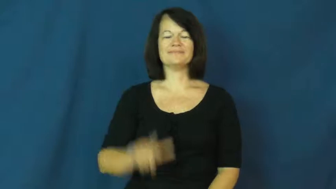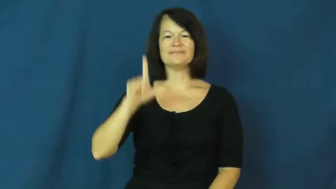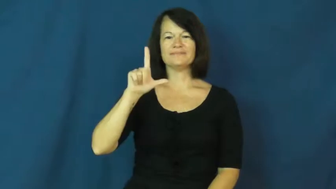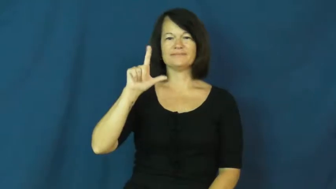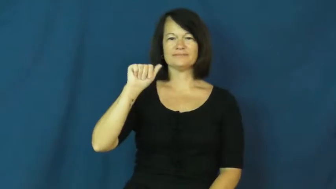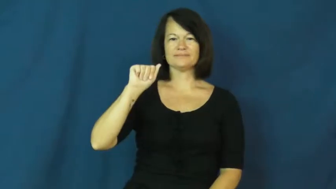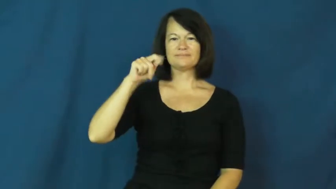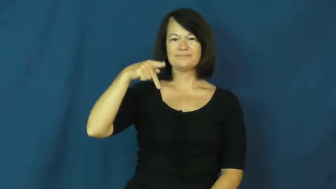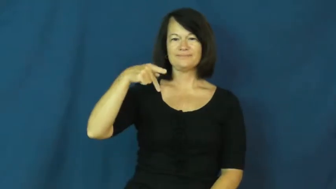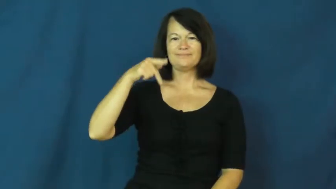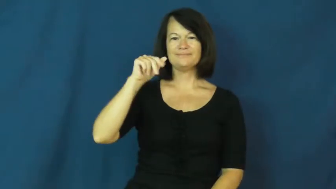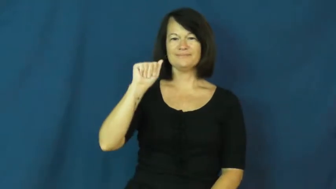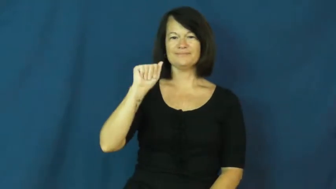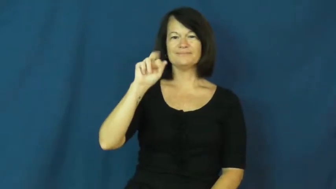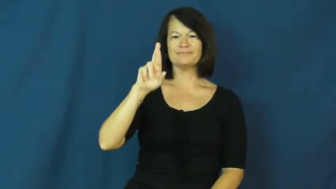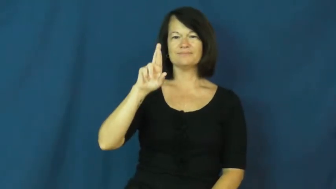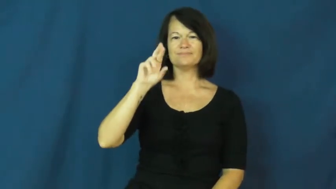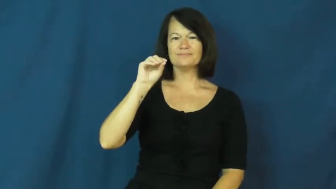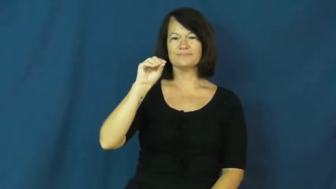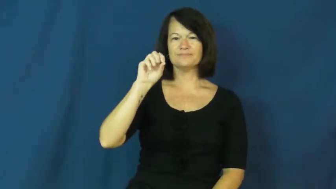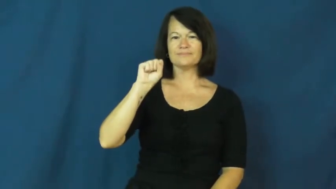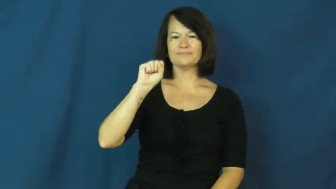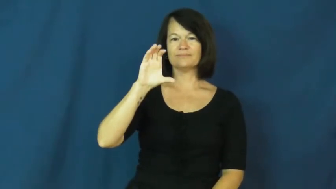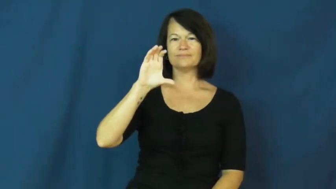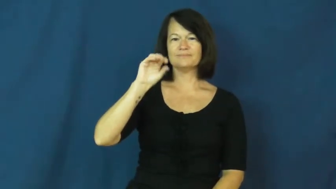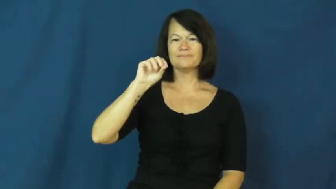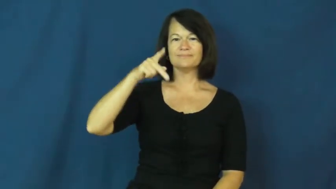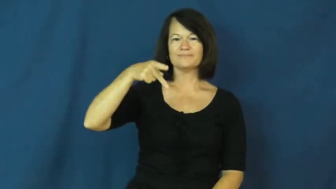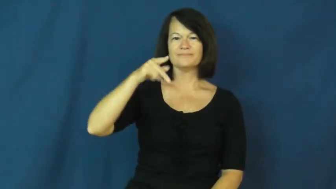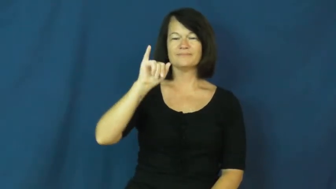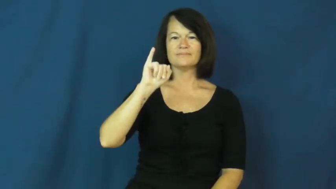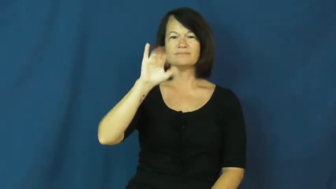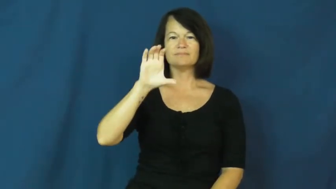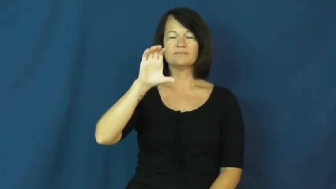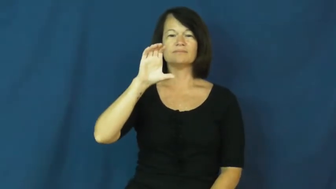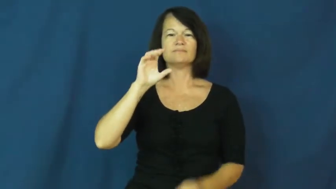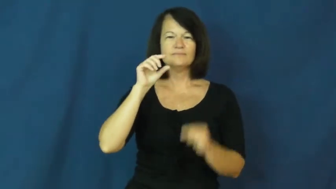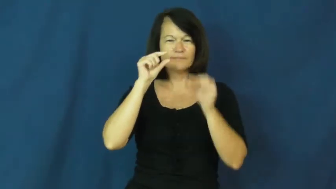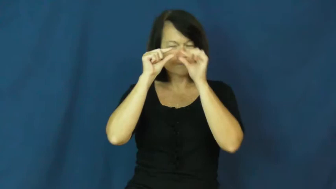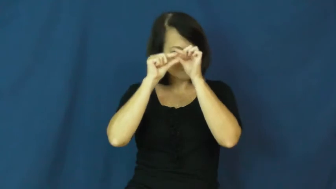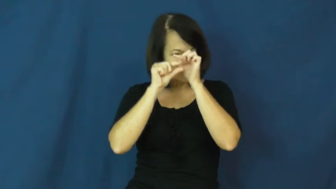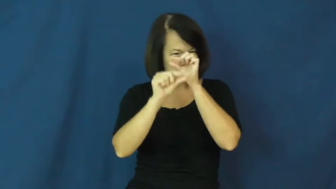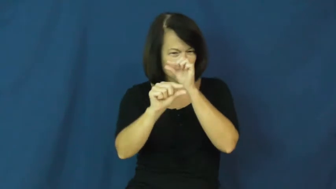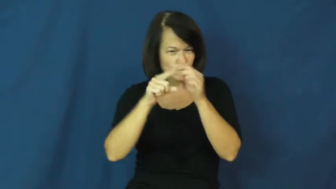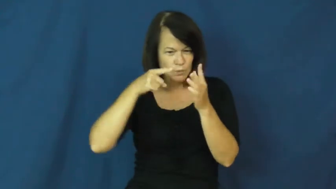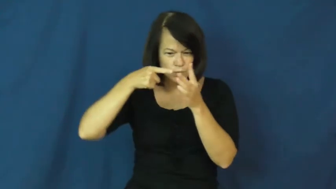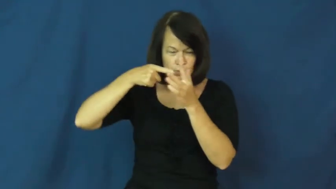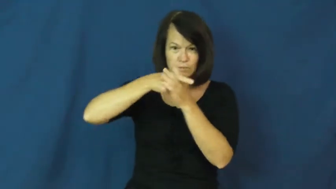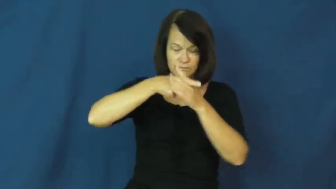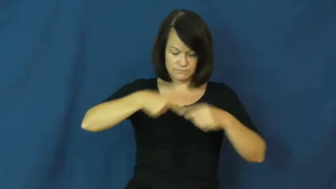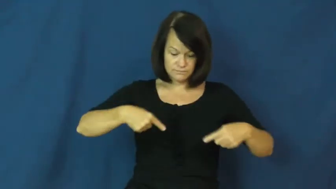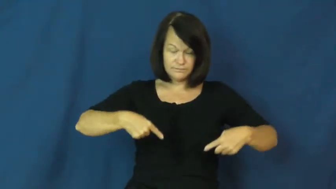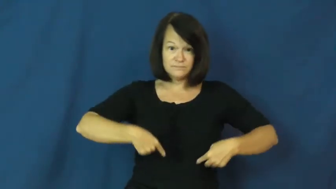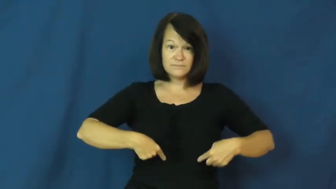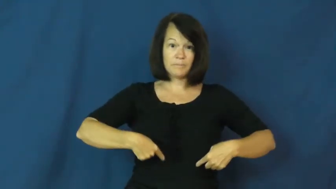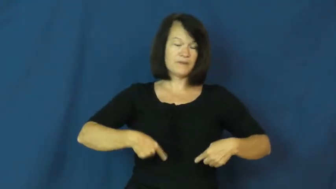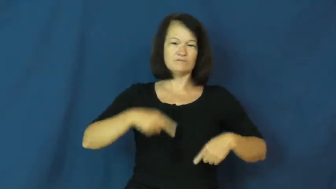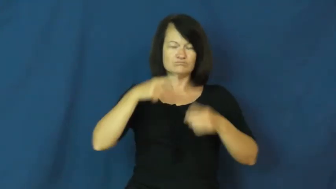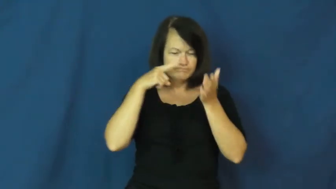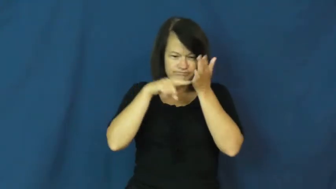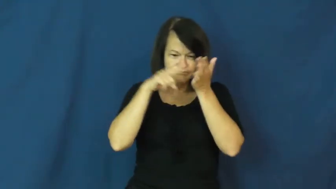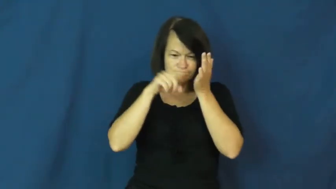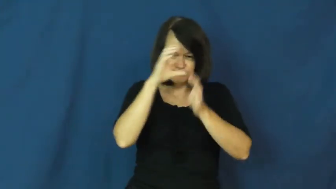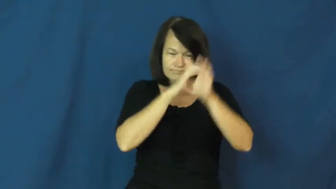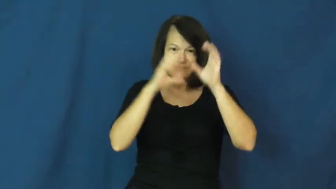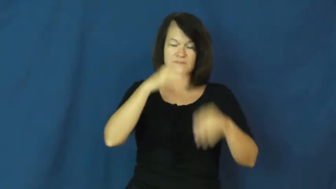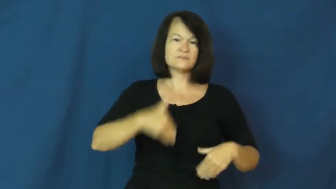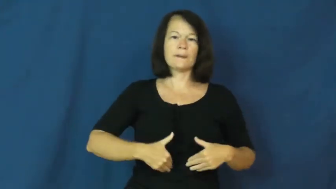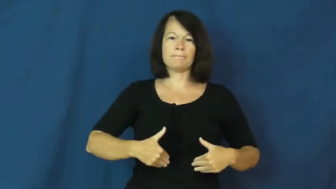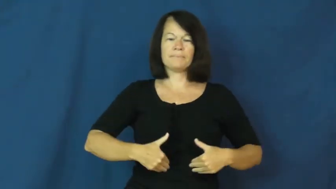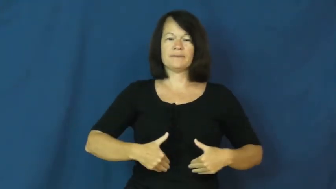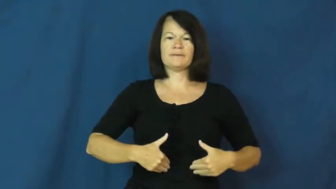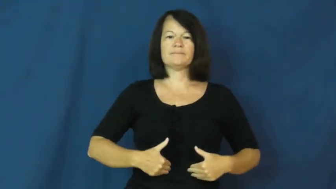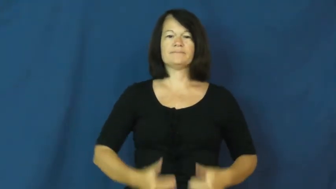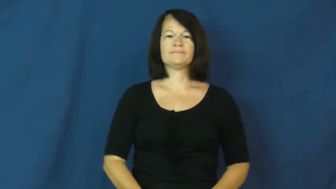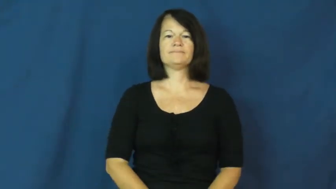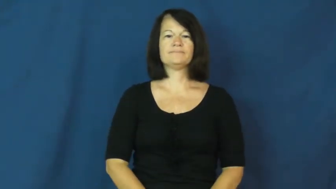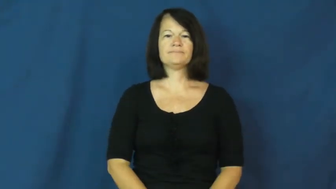laparoscopic